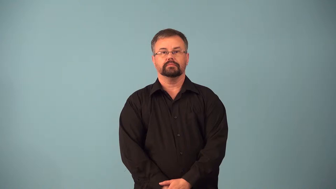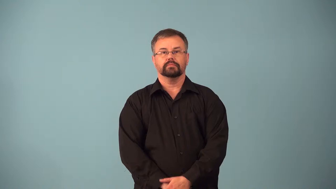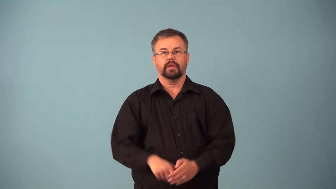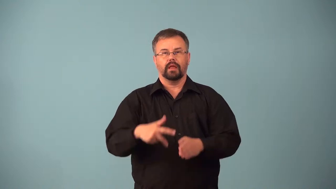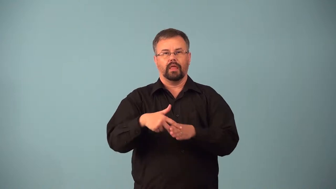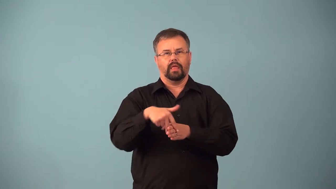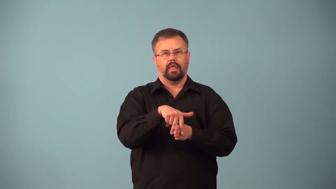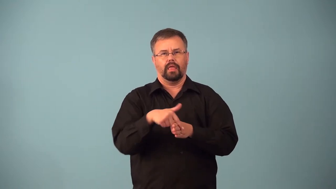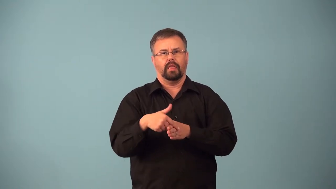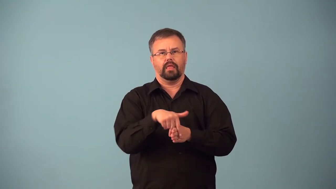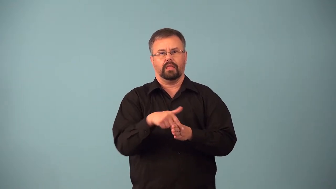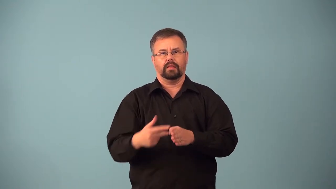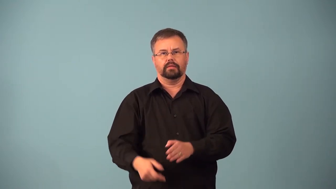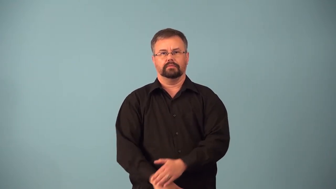agnostic-not have strong opinion